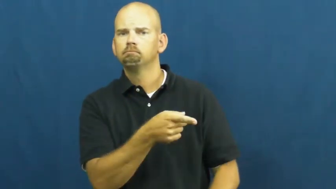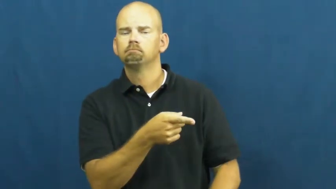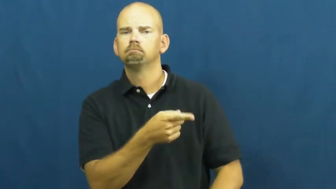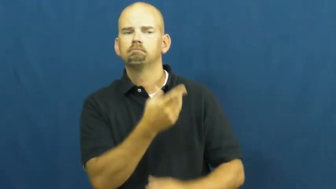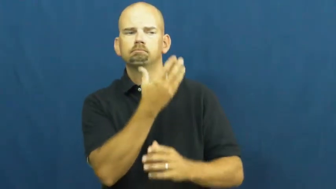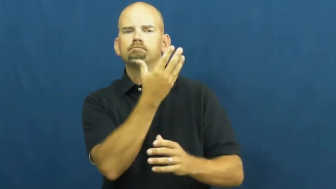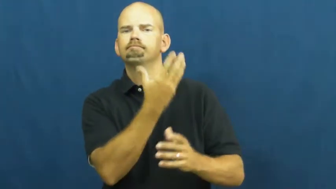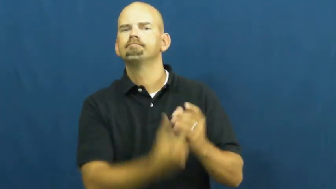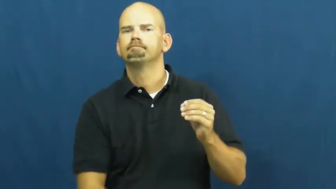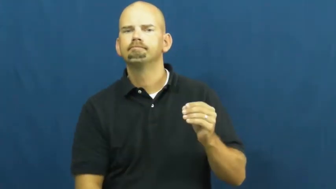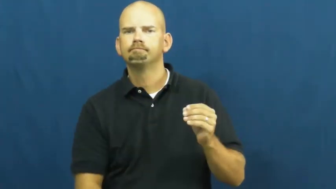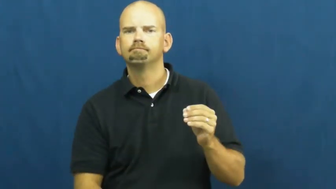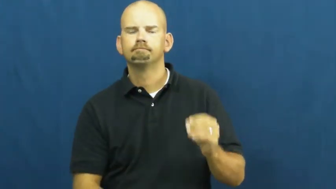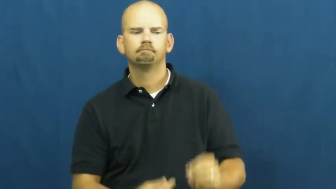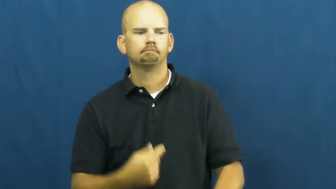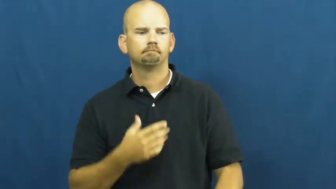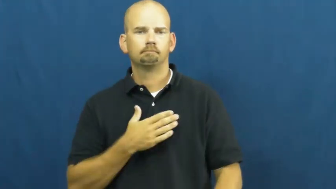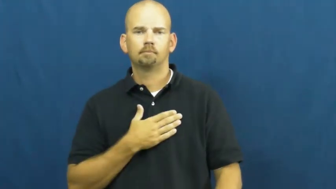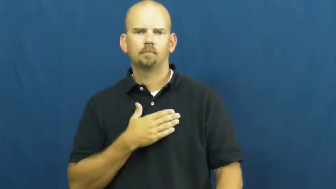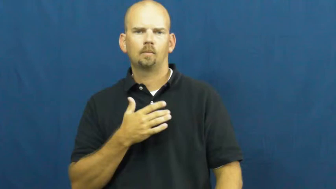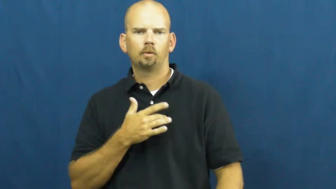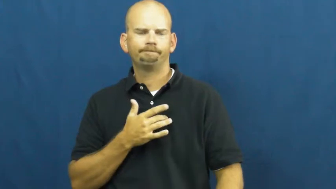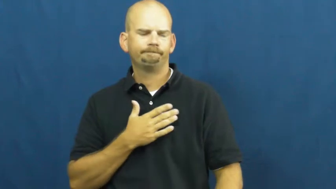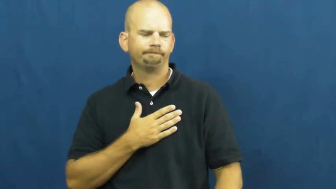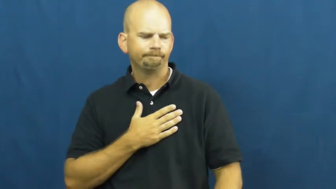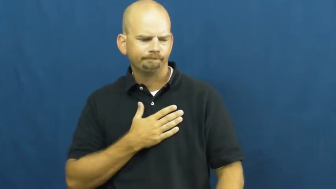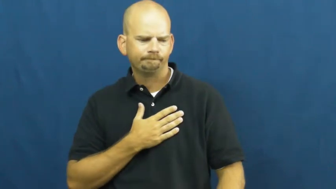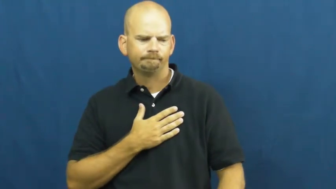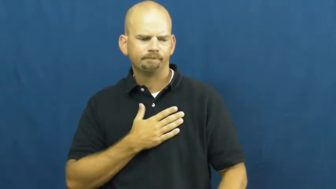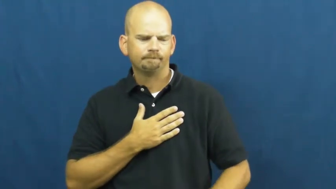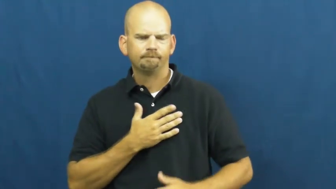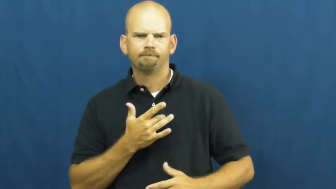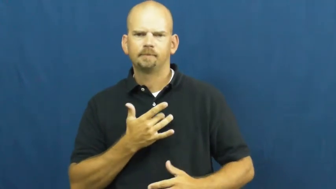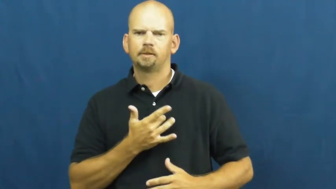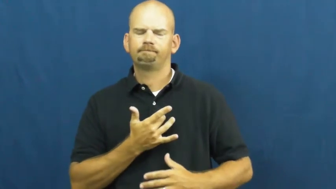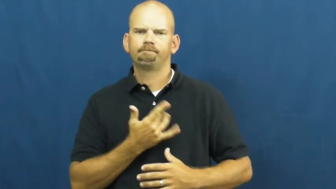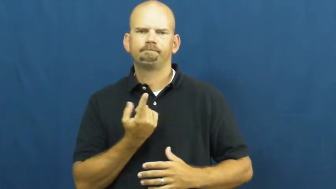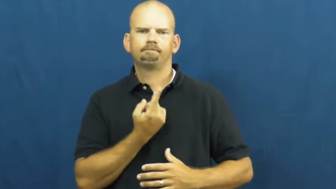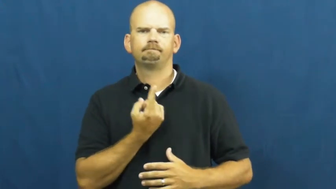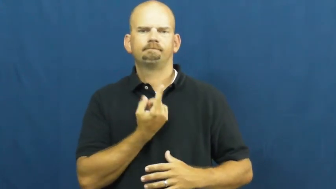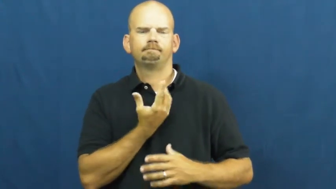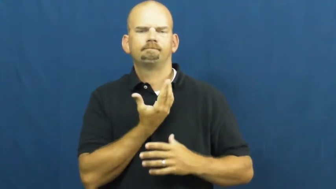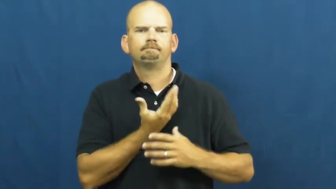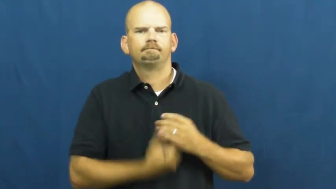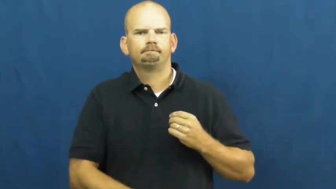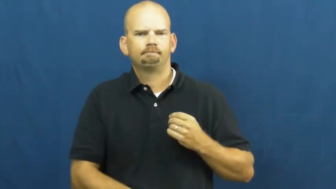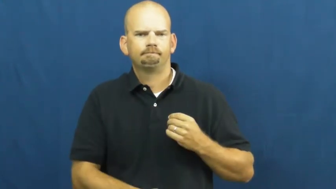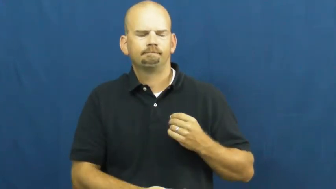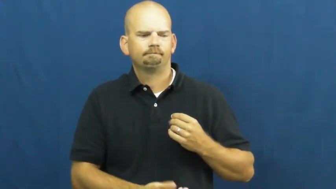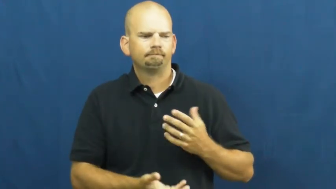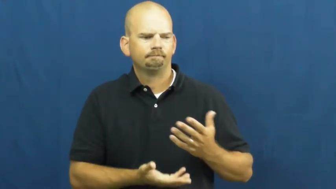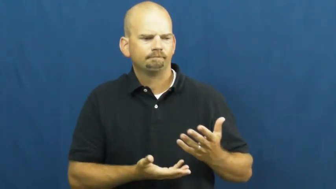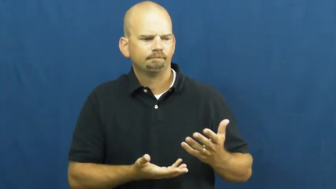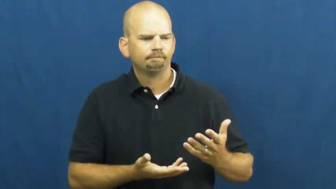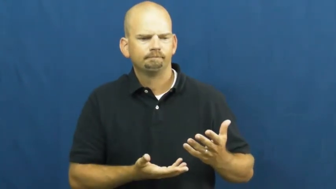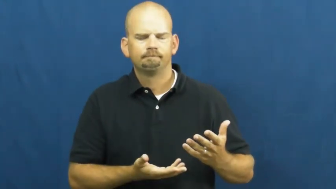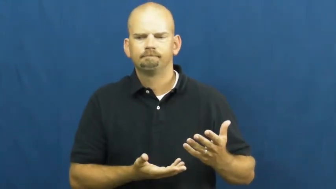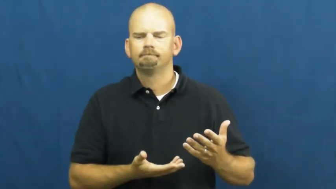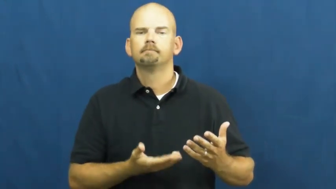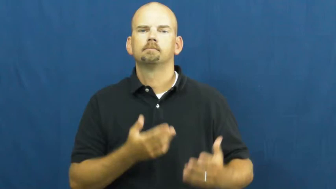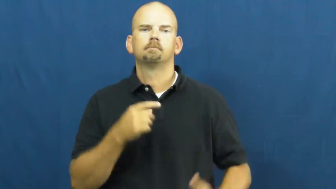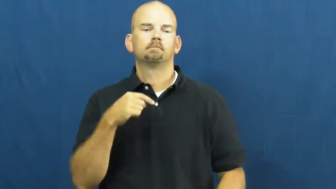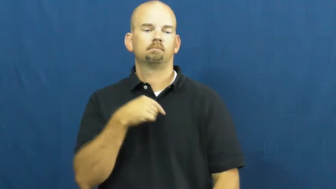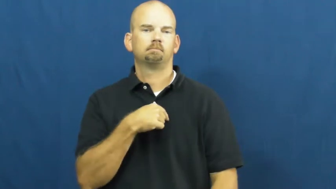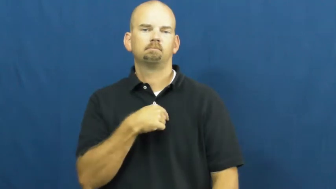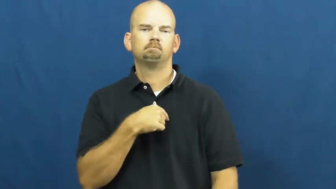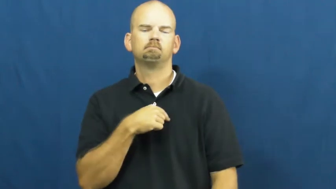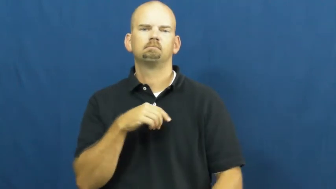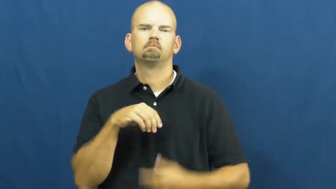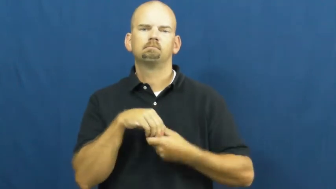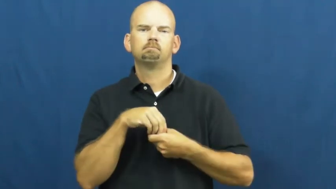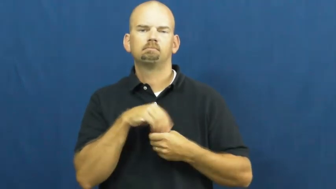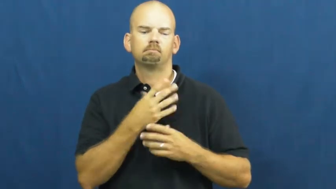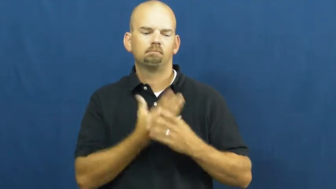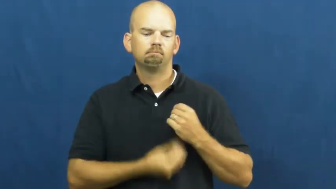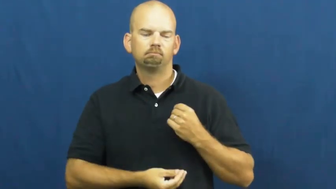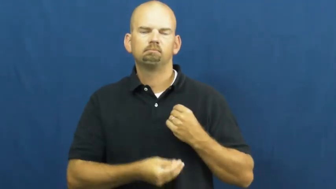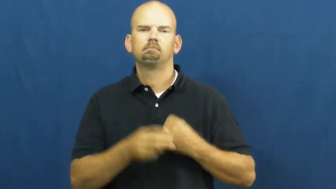void-missing